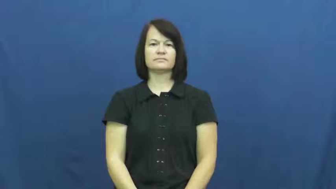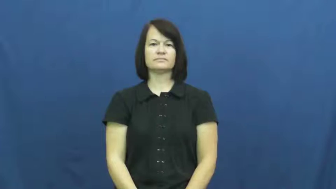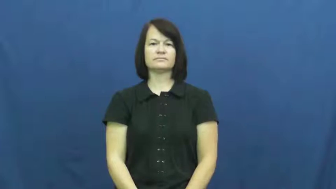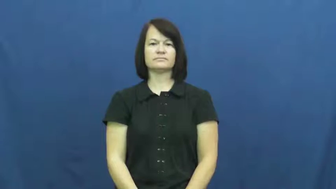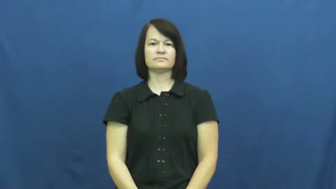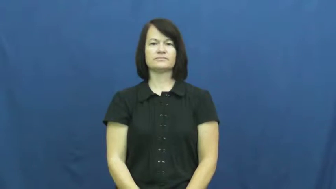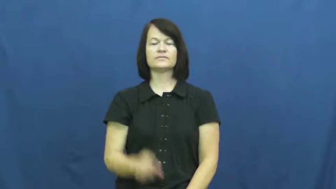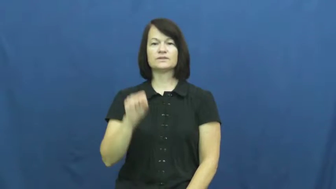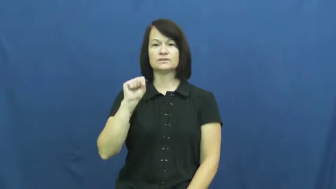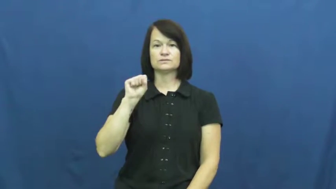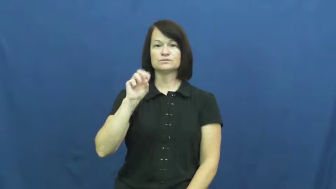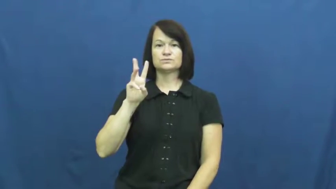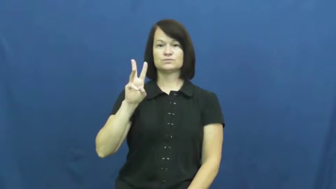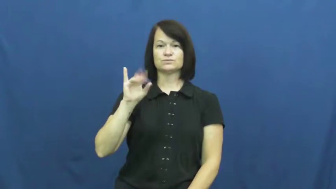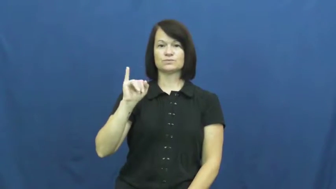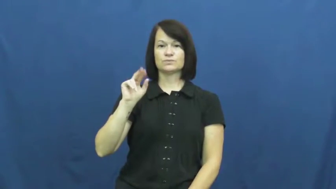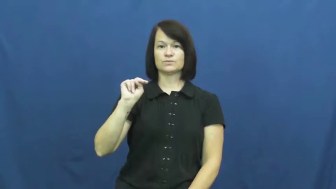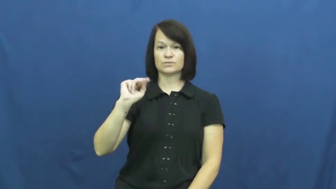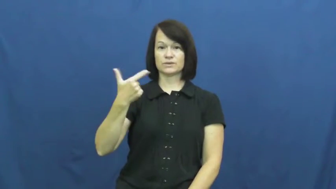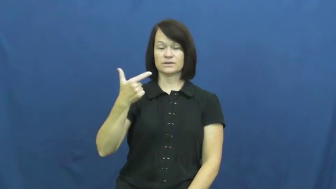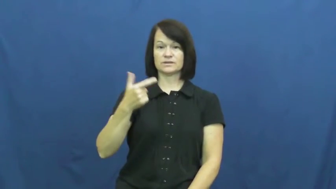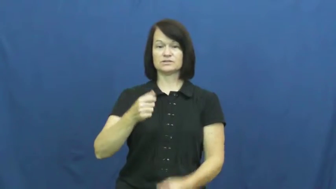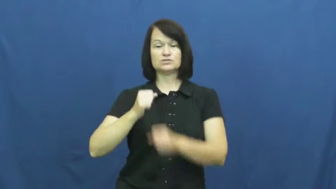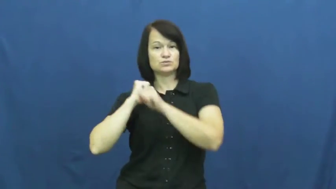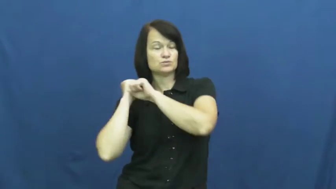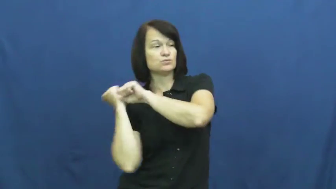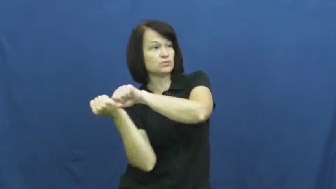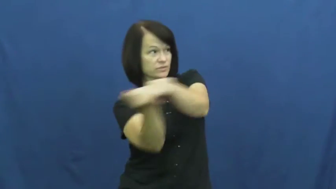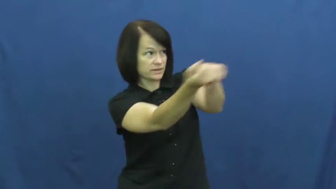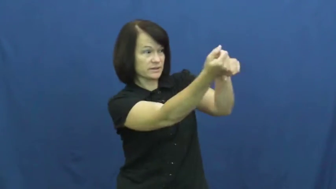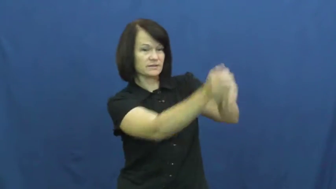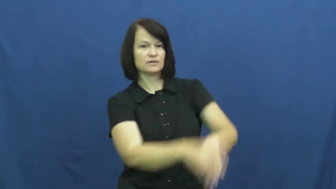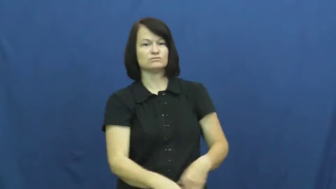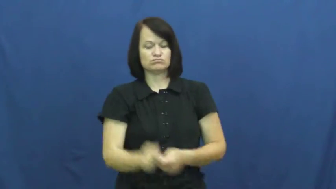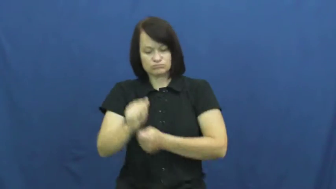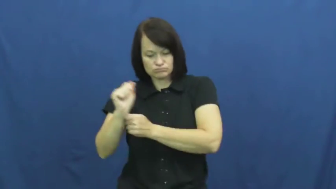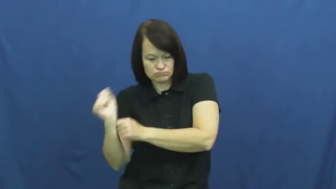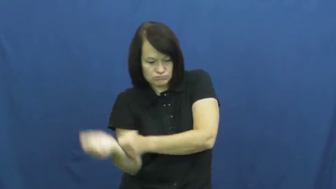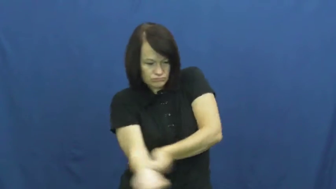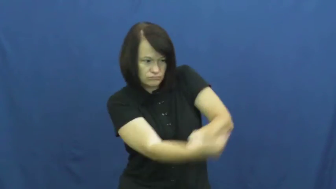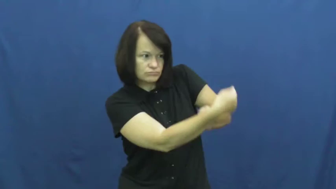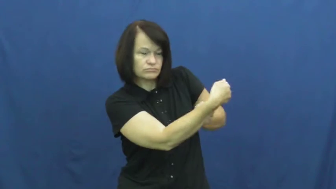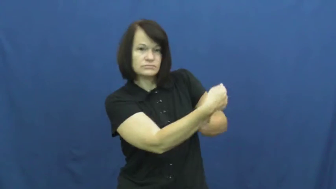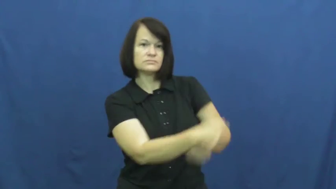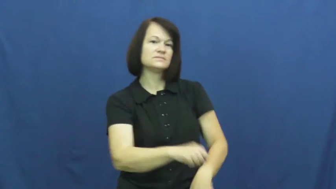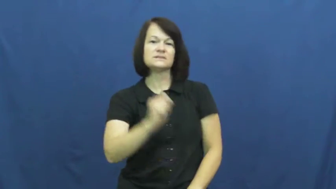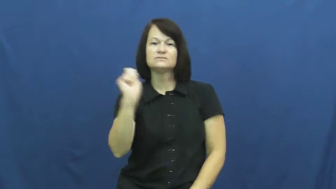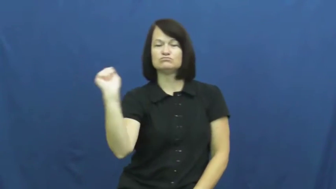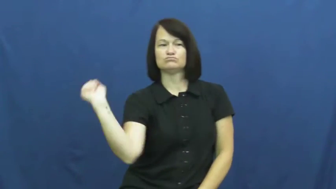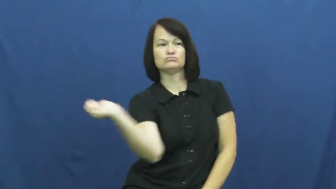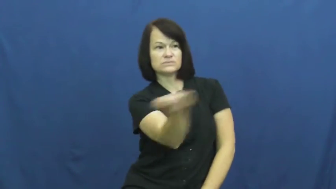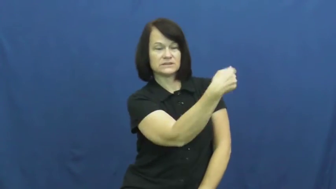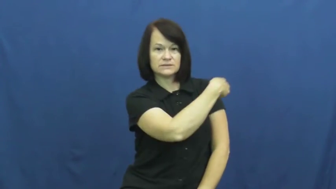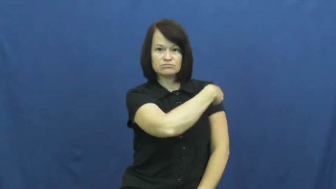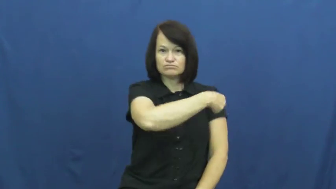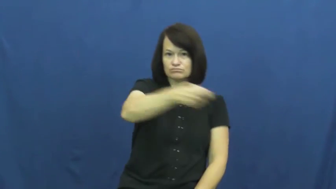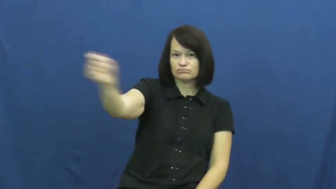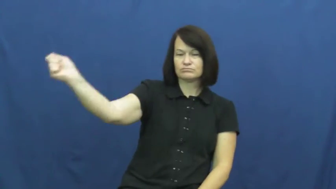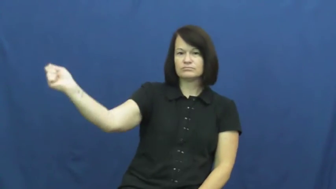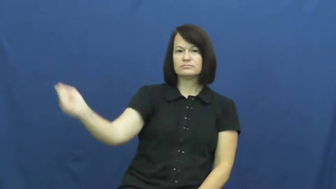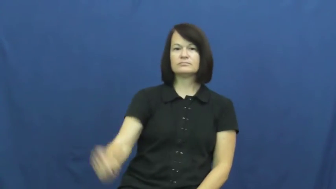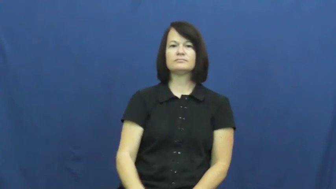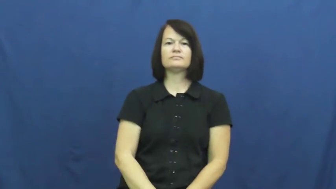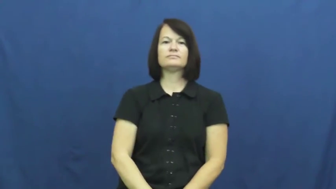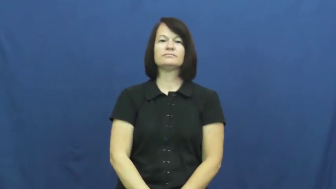swing,swing at-ball